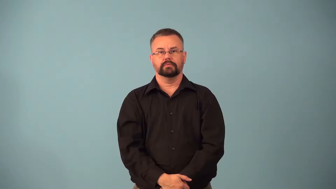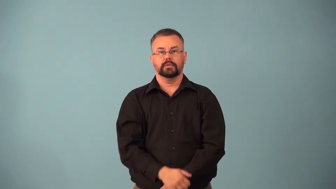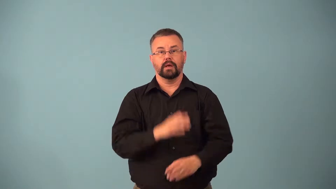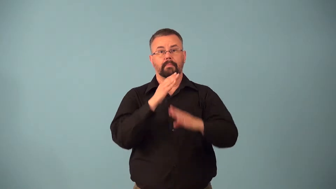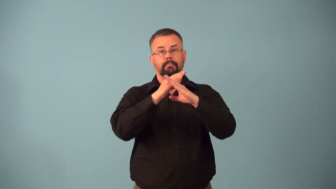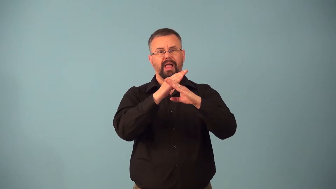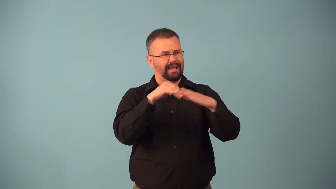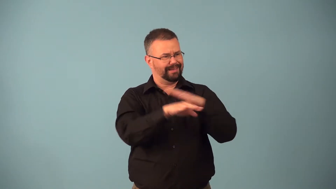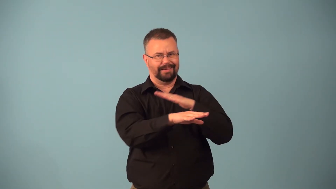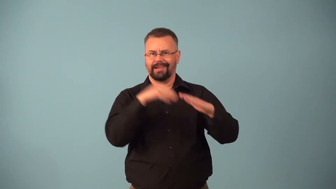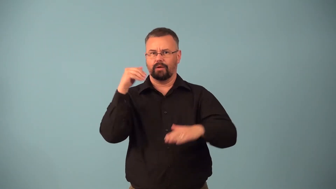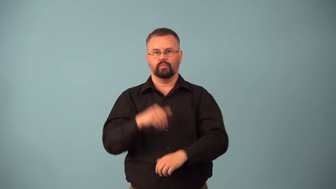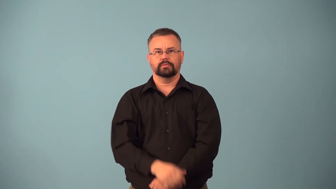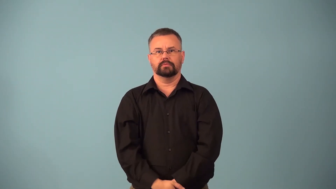blockader